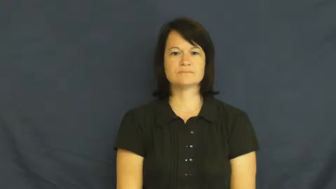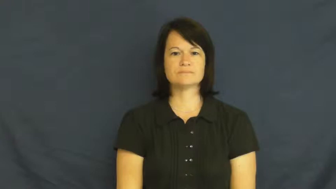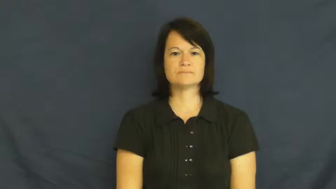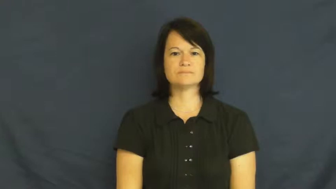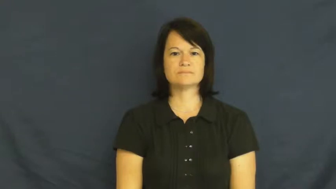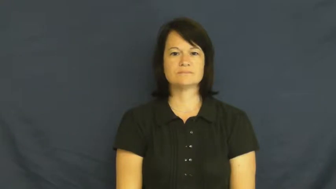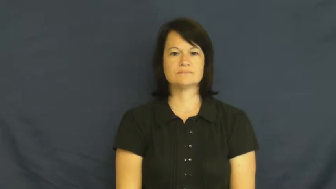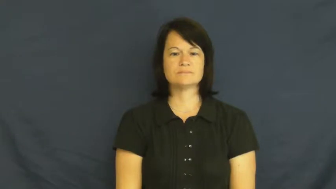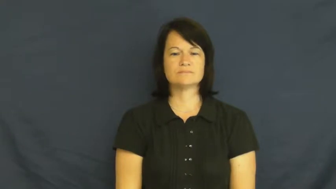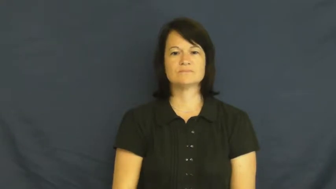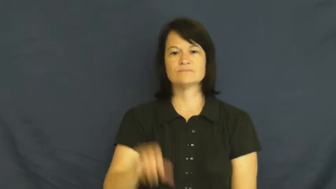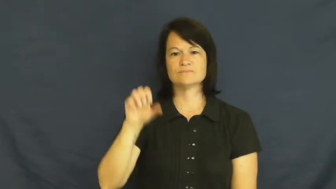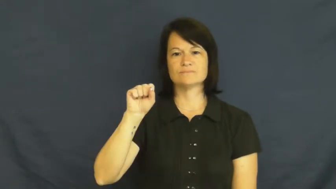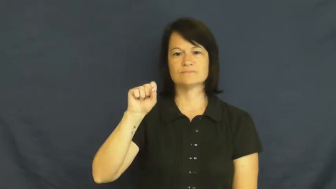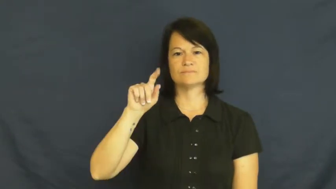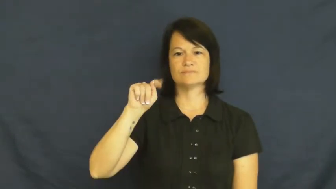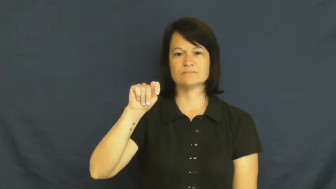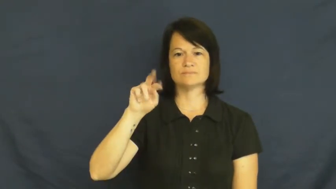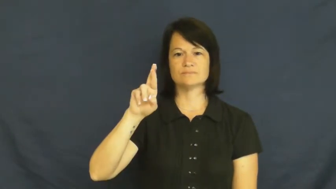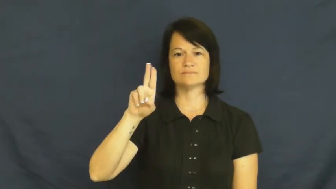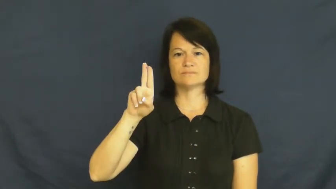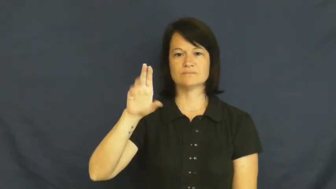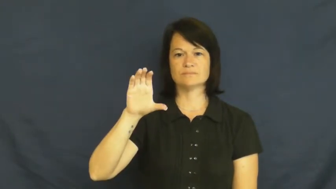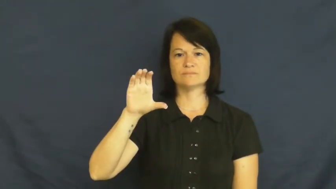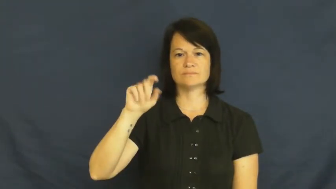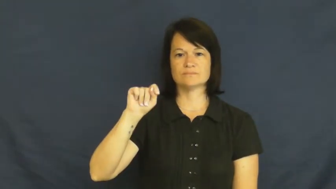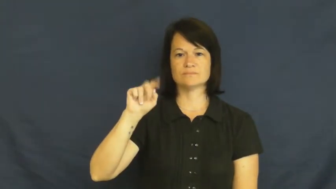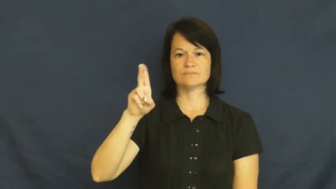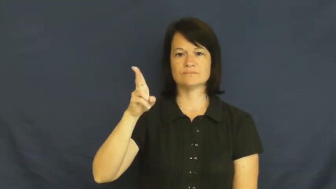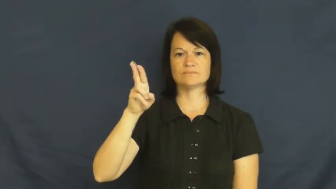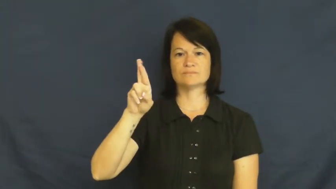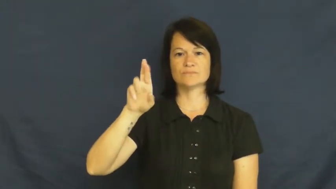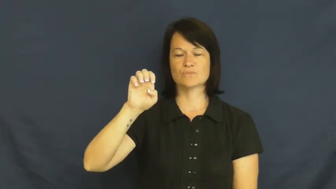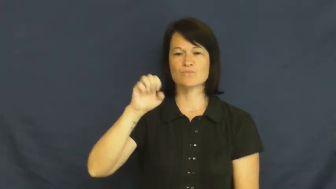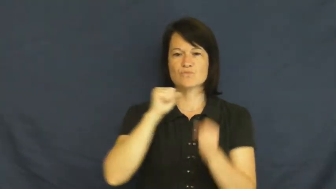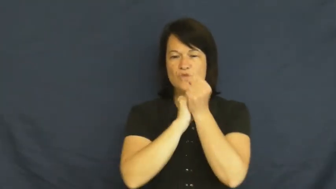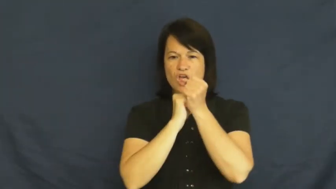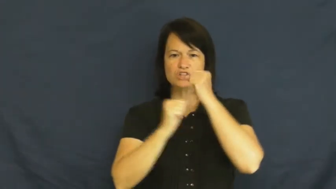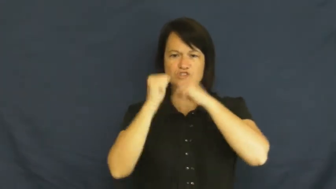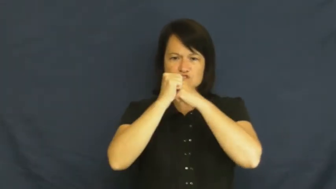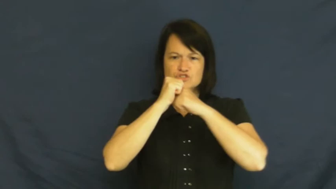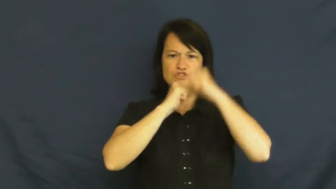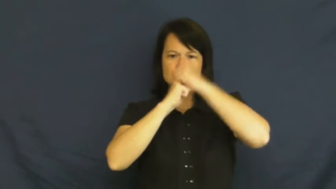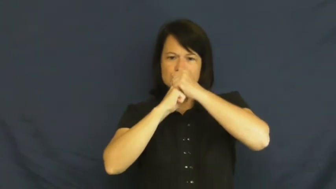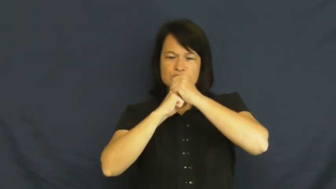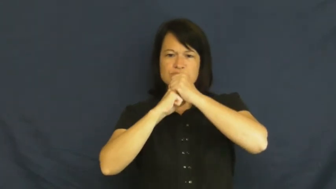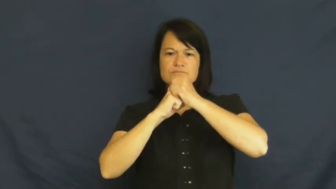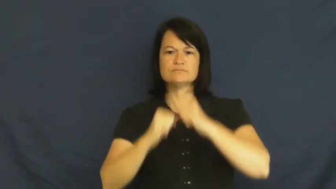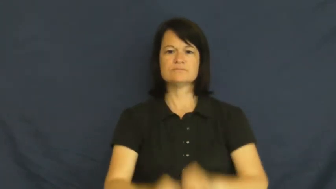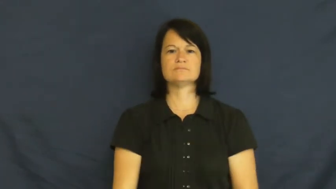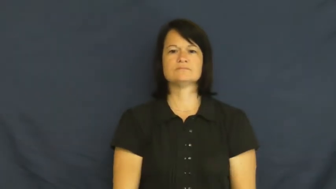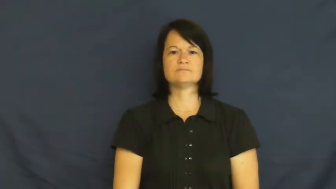structure-building